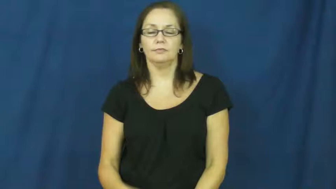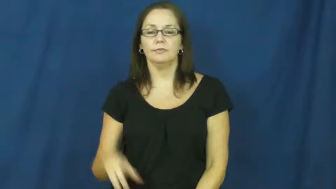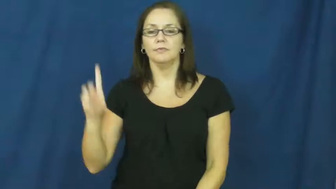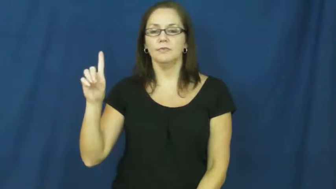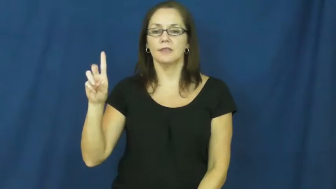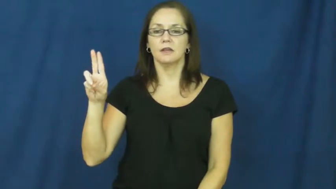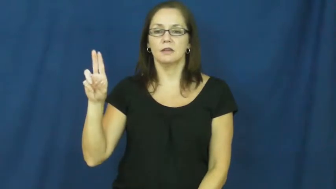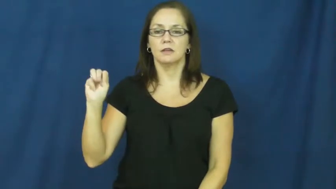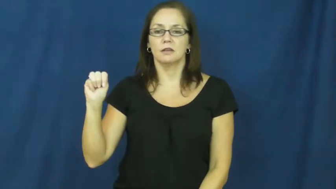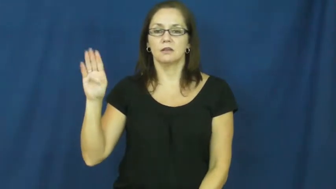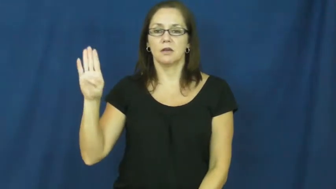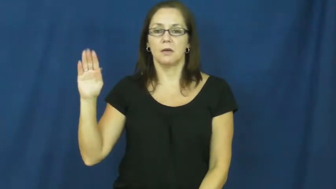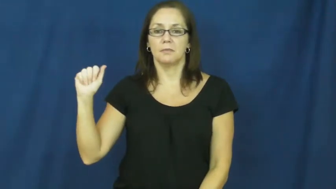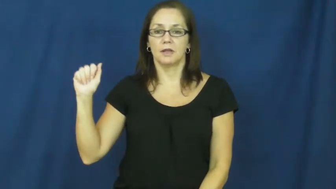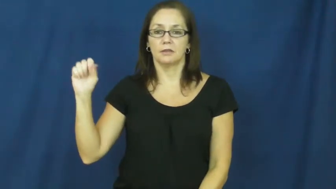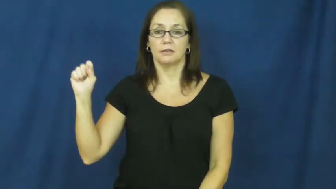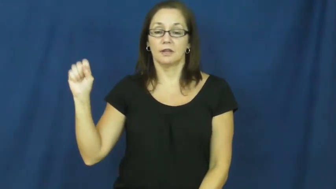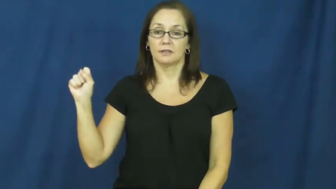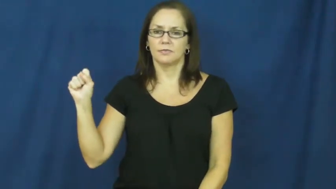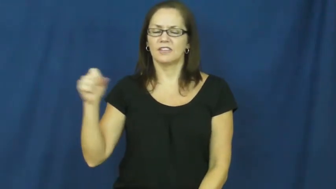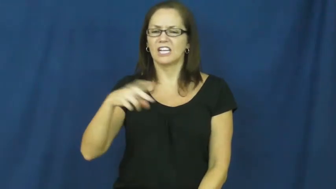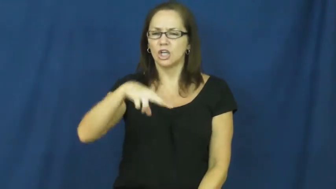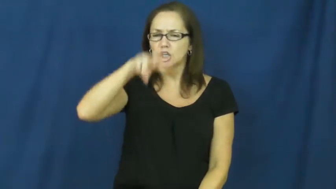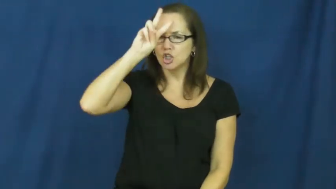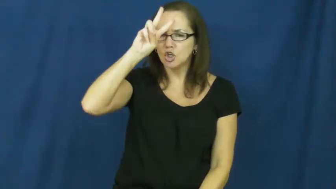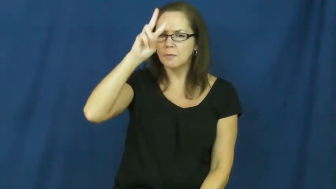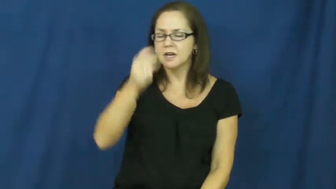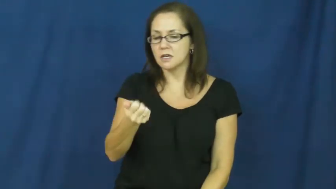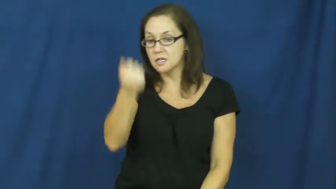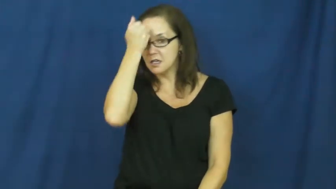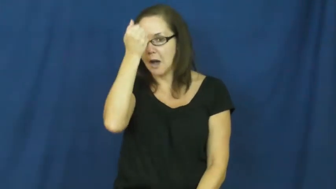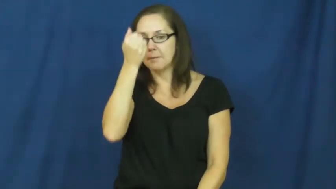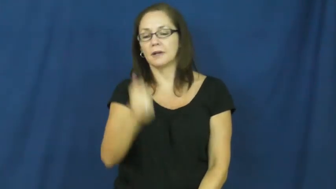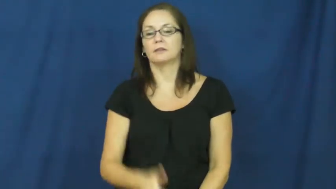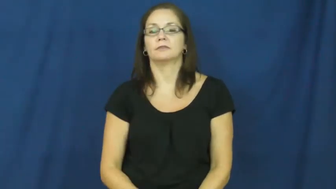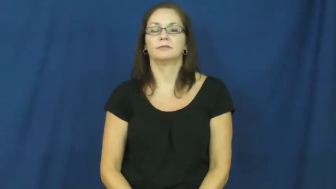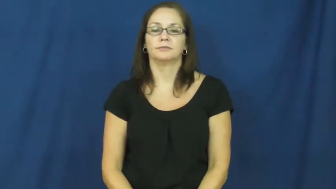dumbass